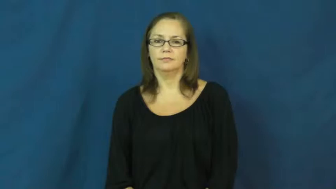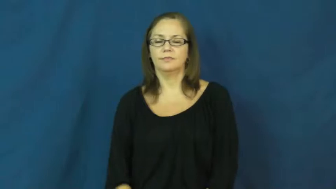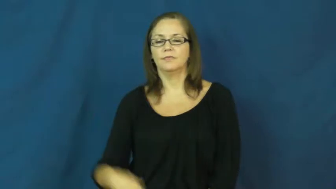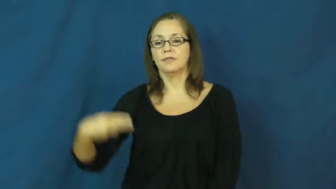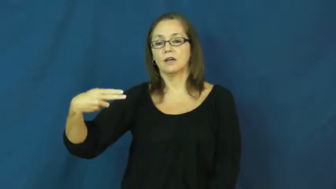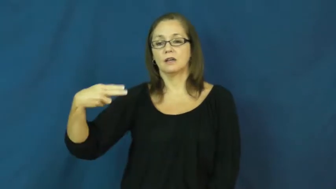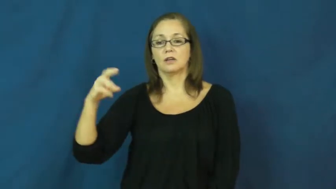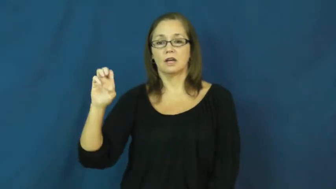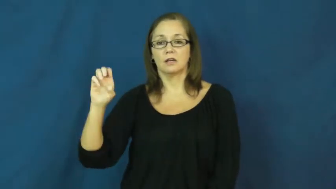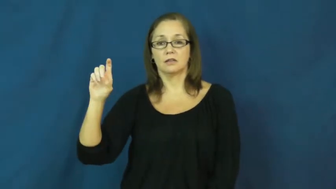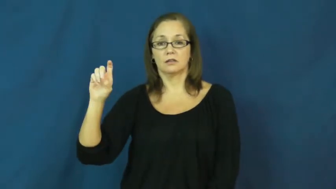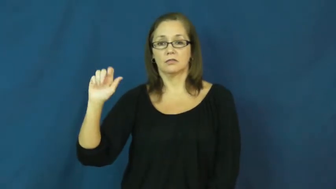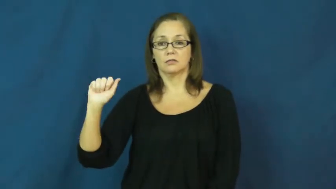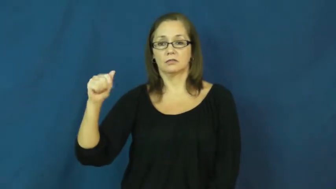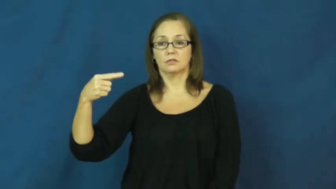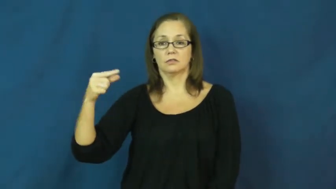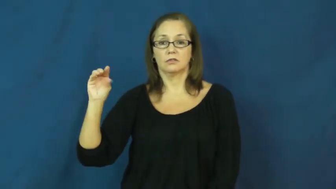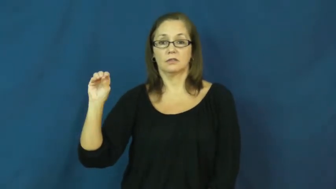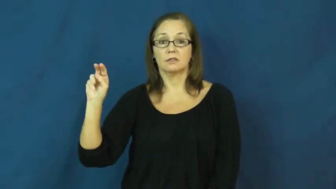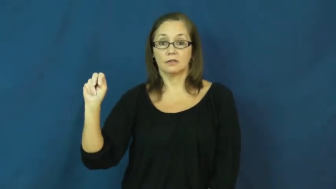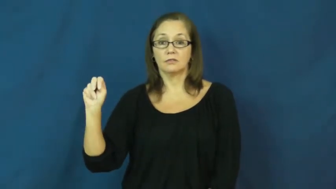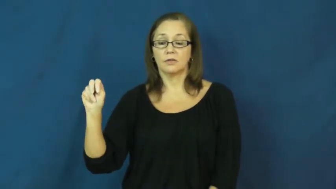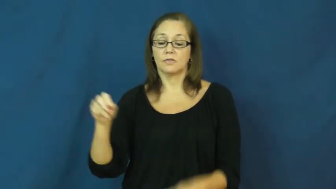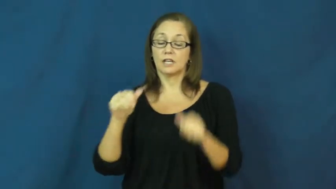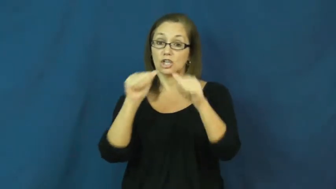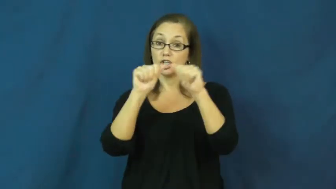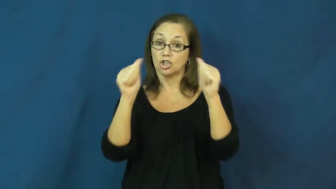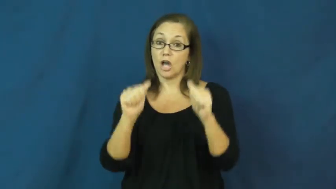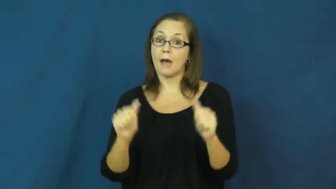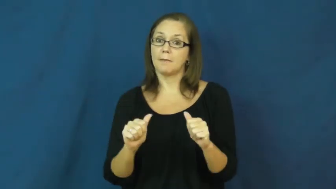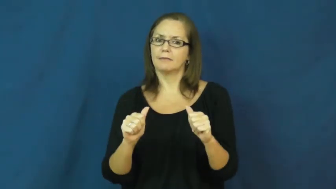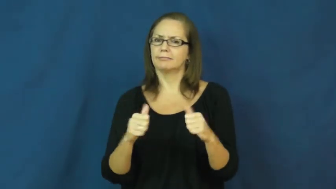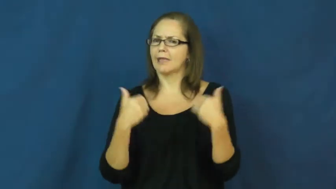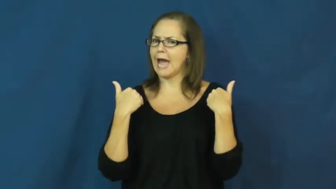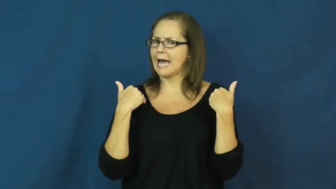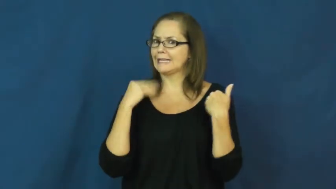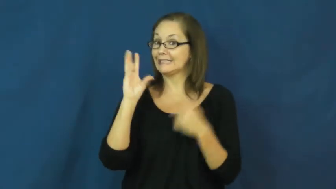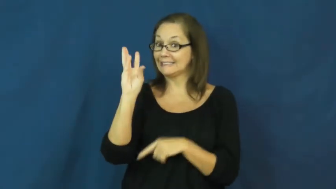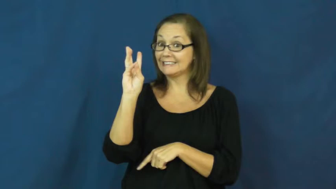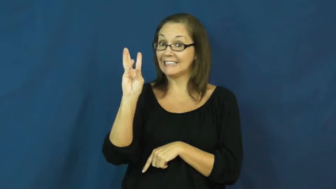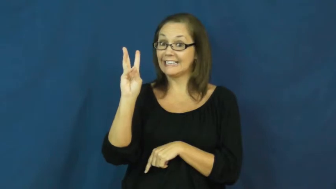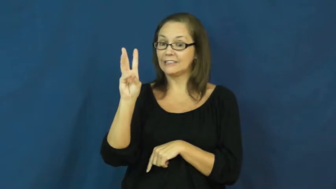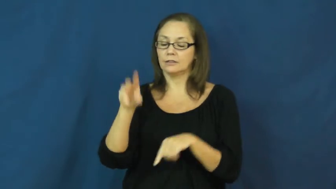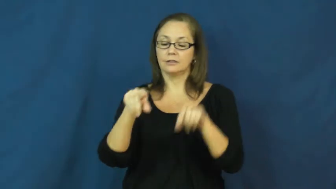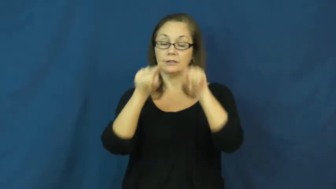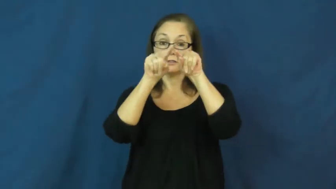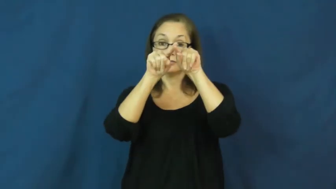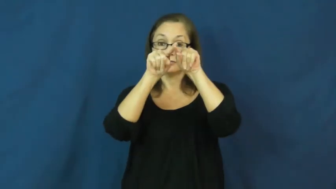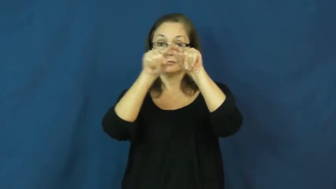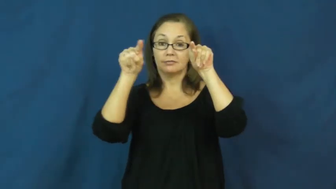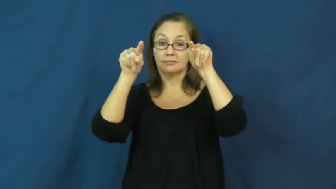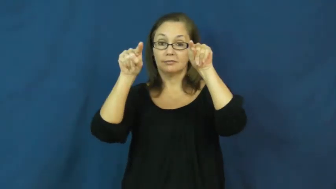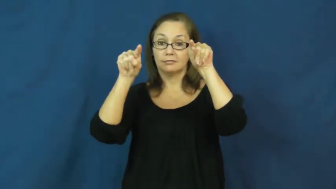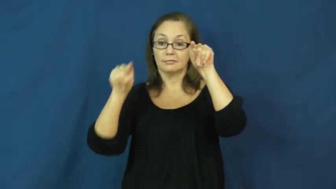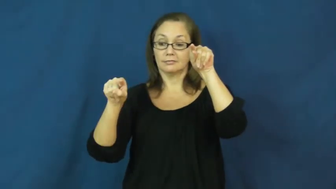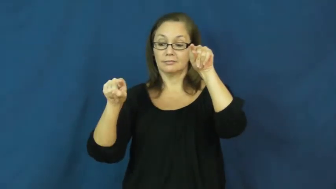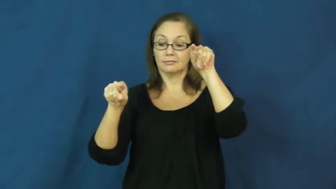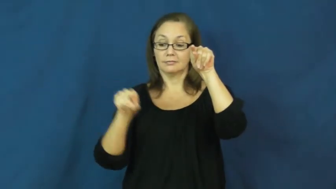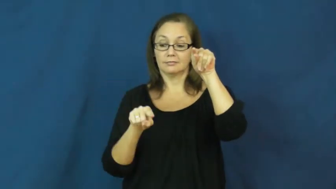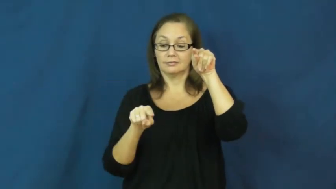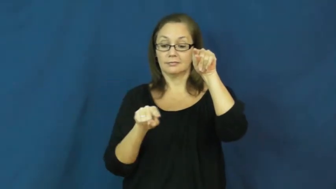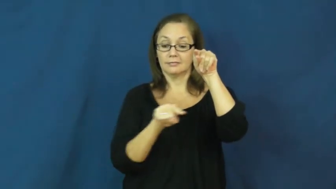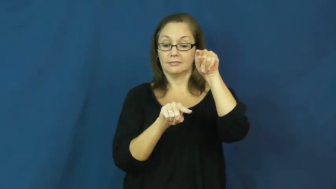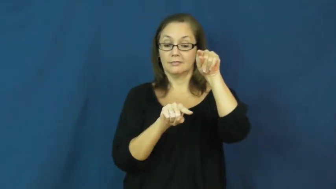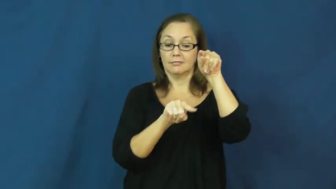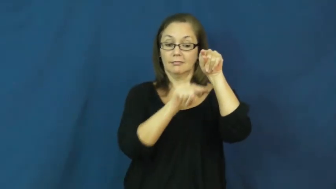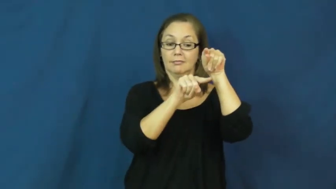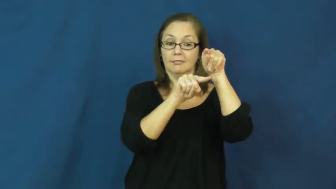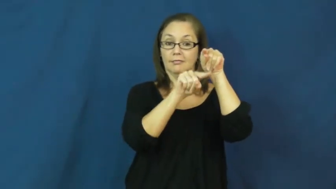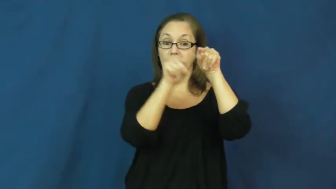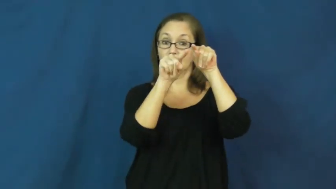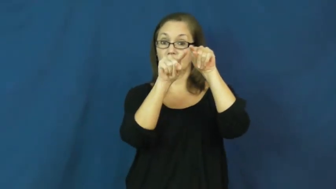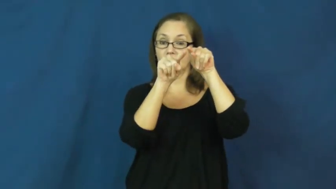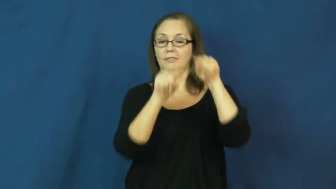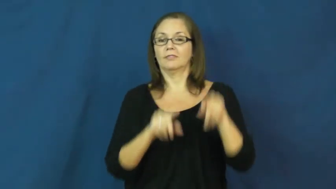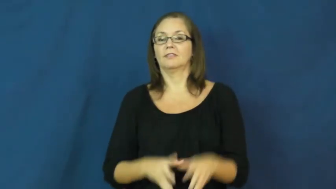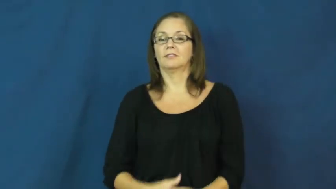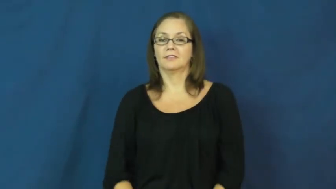hexagon